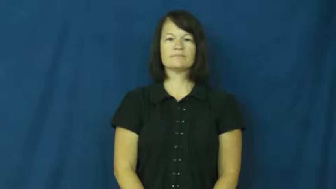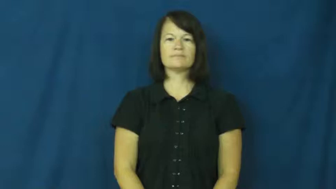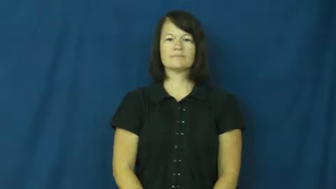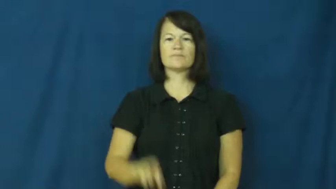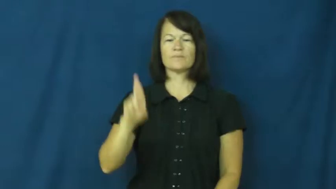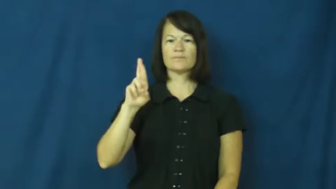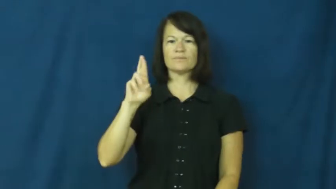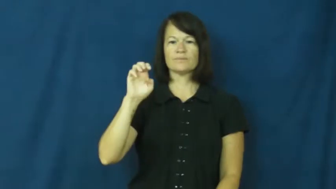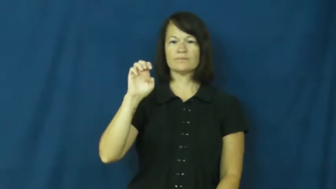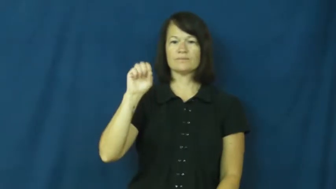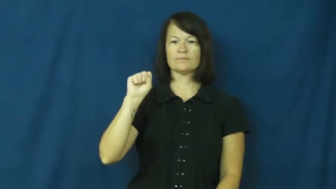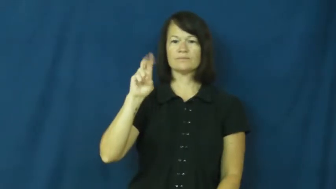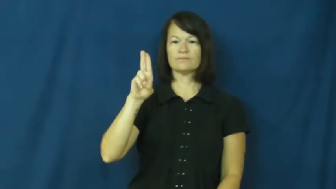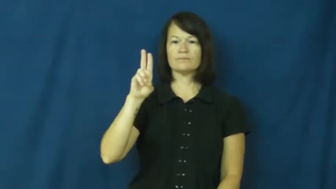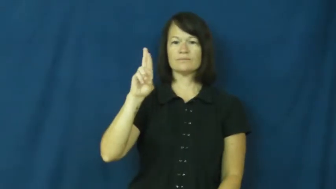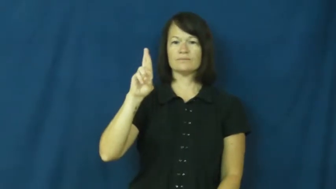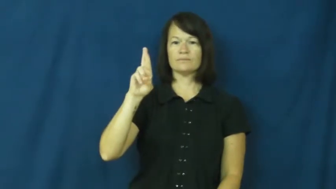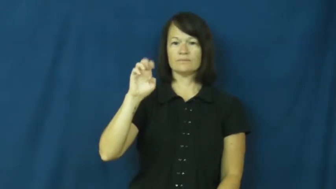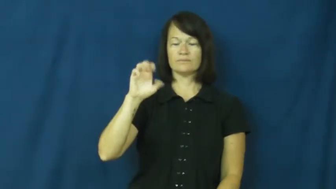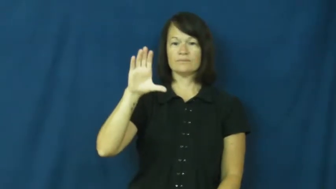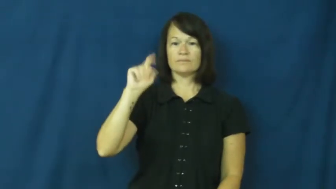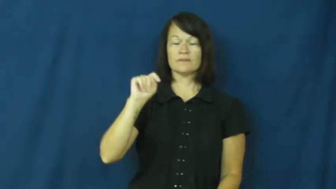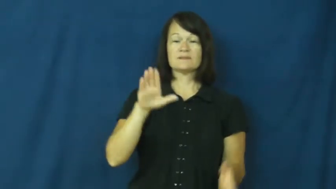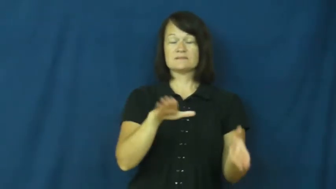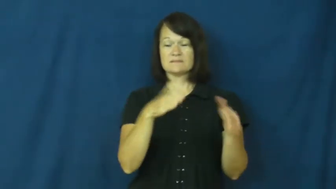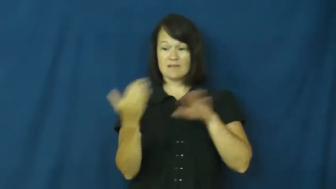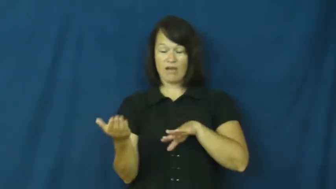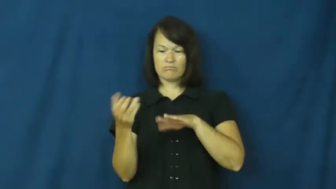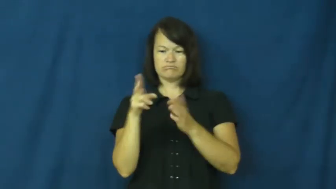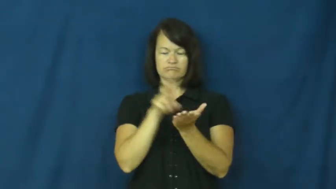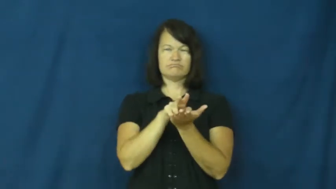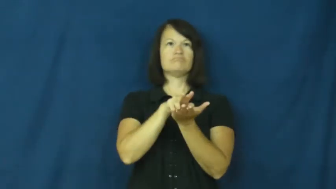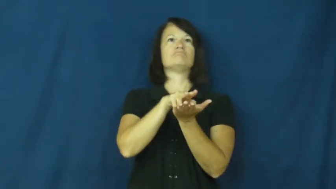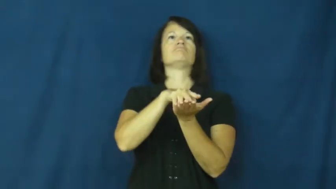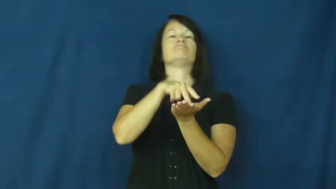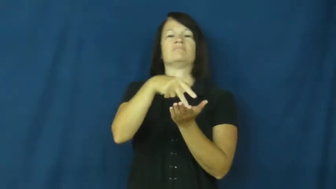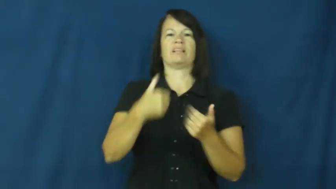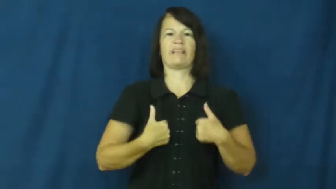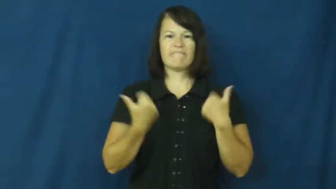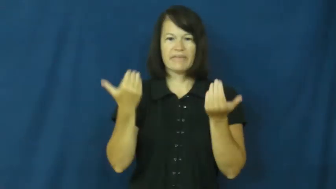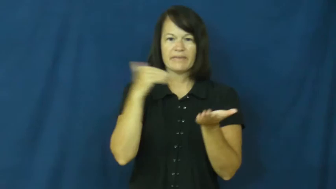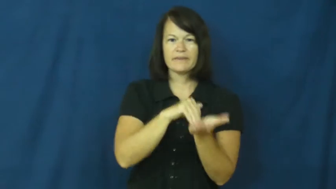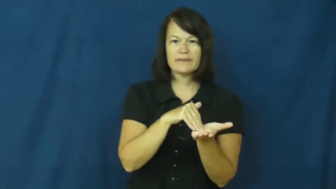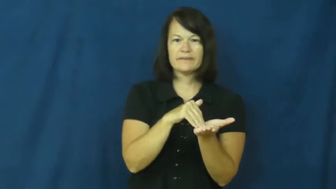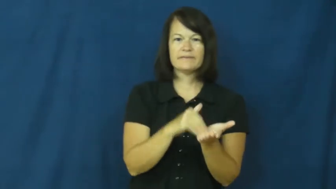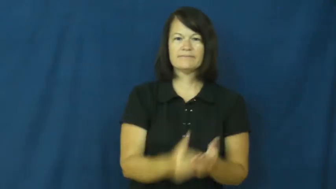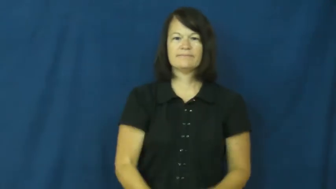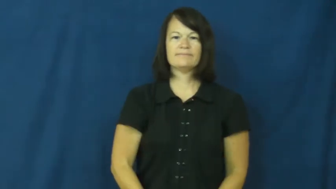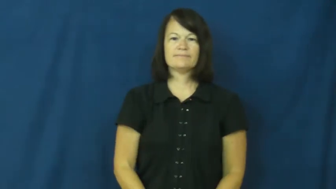resurrect-live again